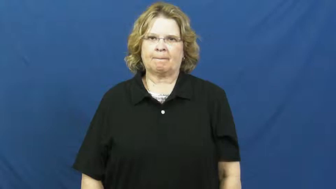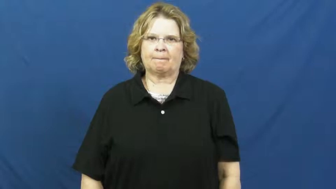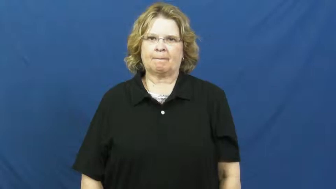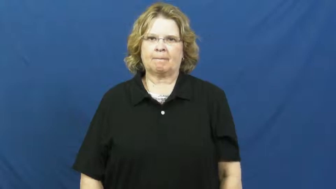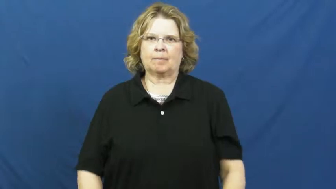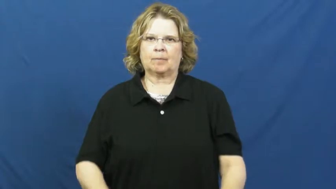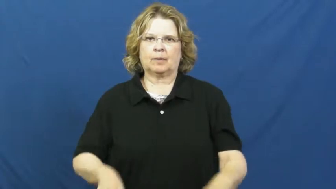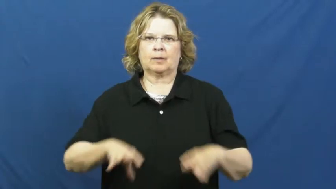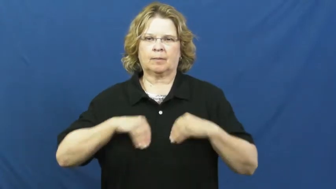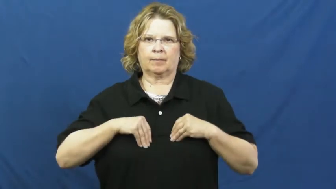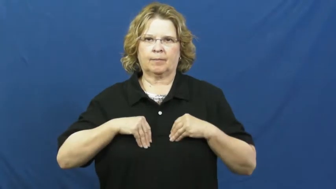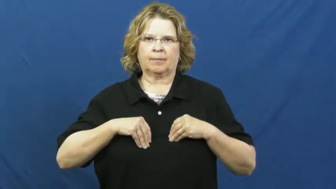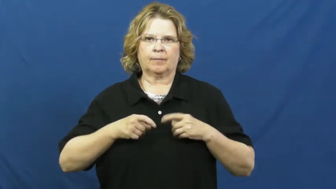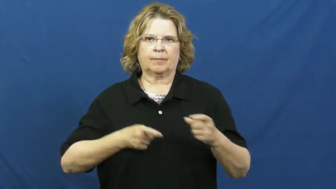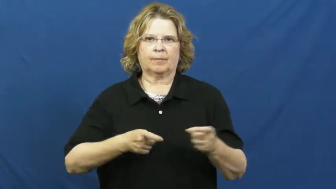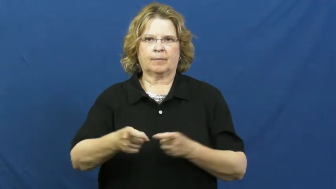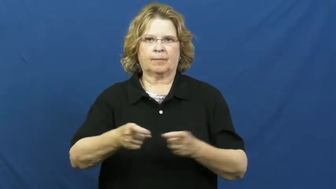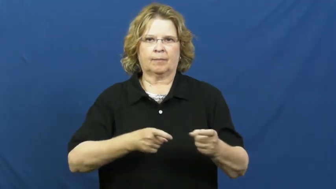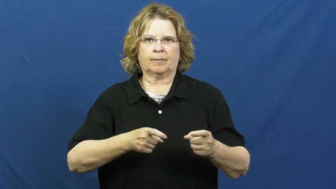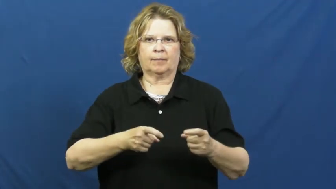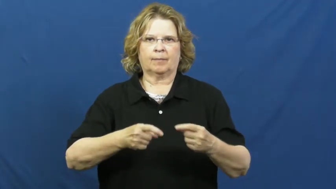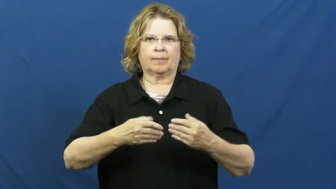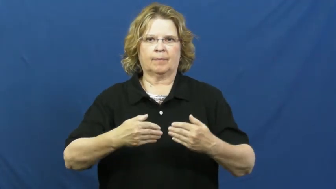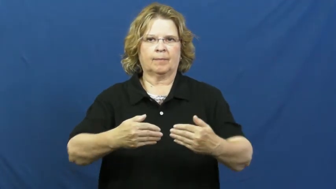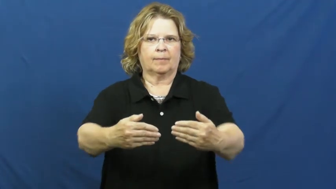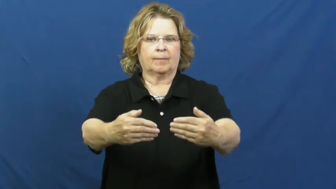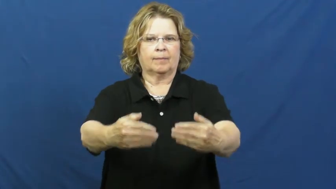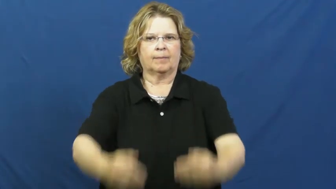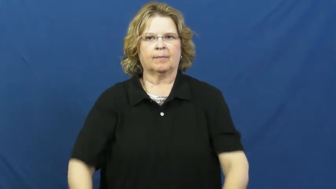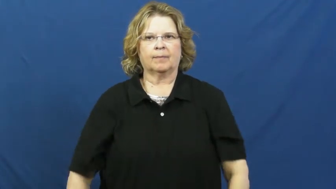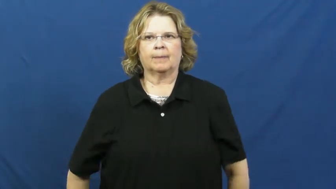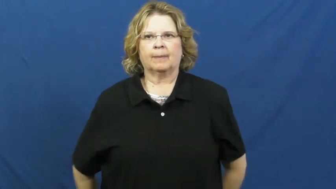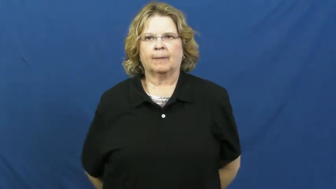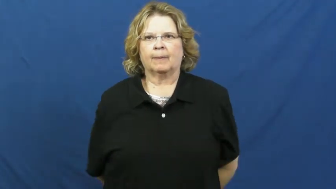deal,live with-accept